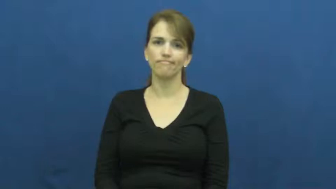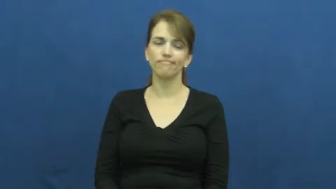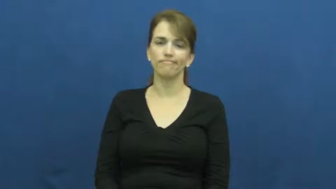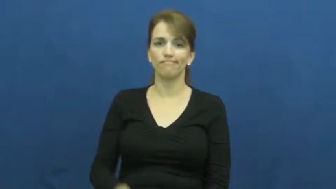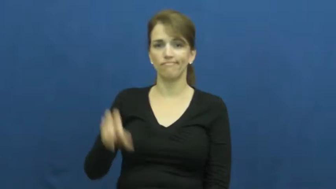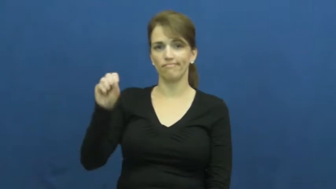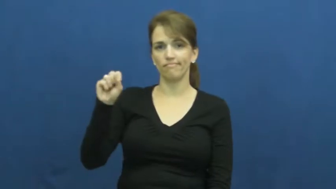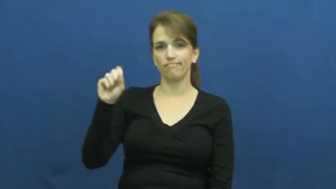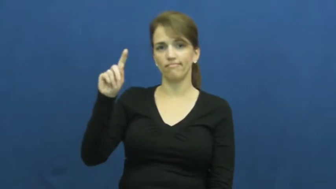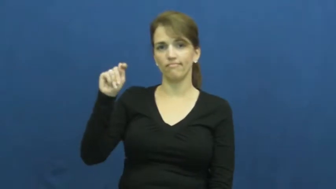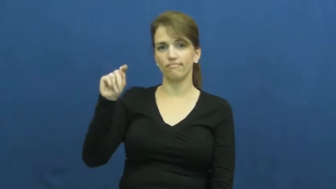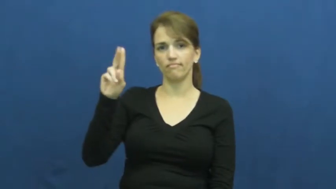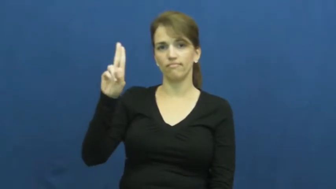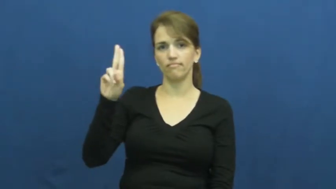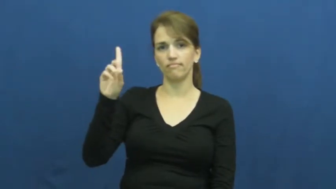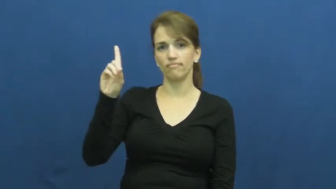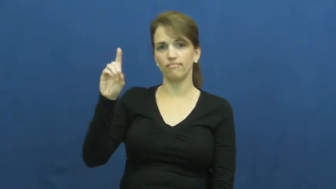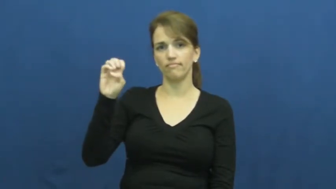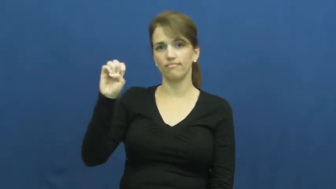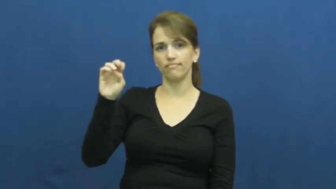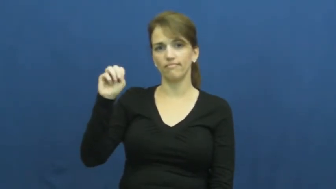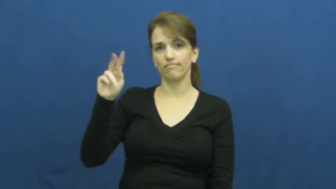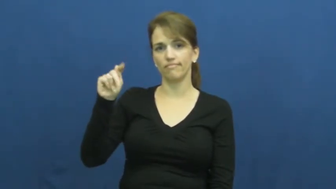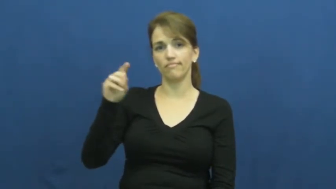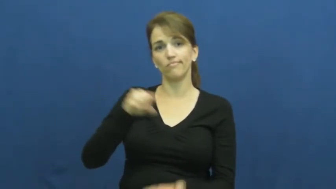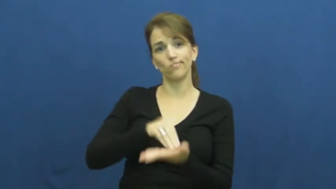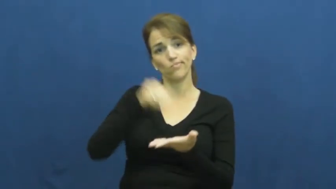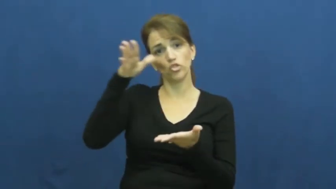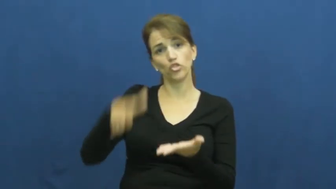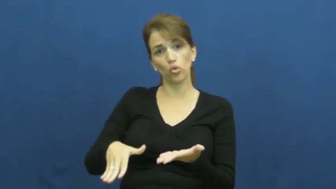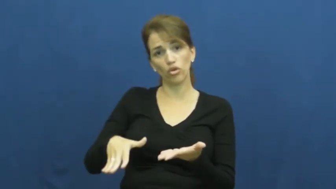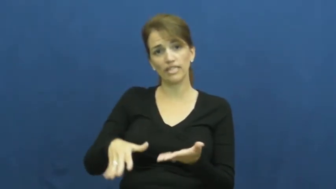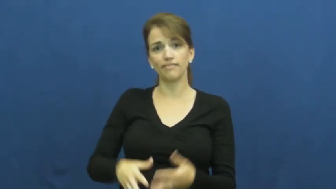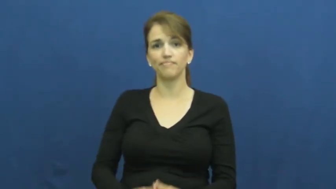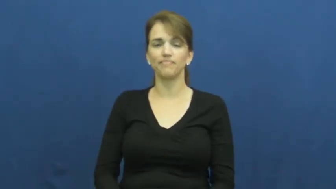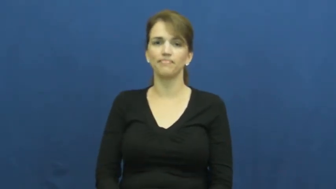student